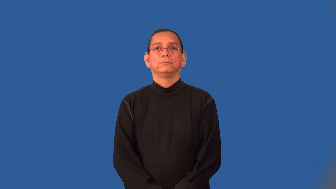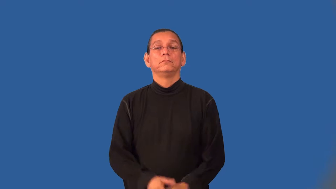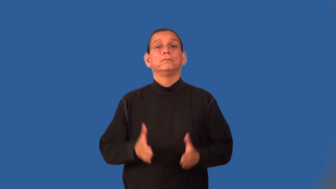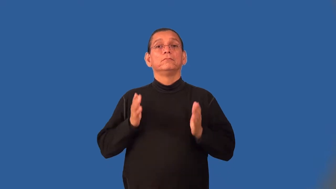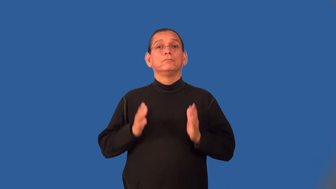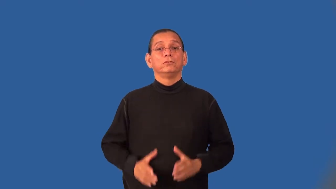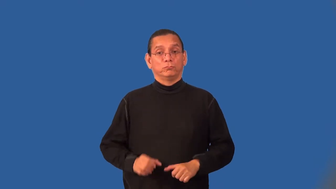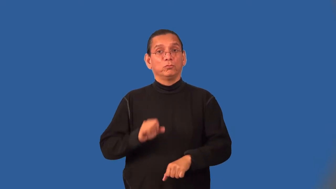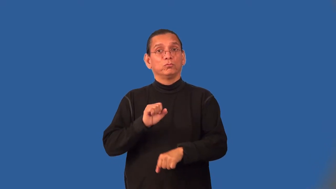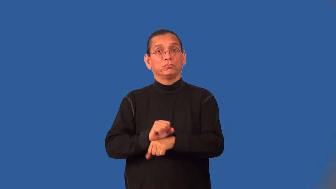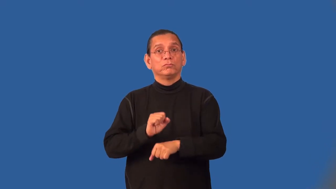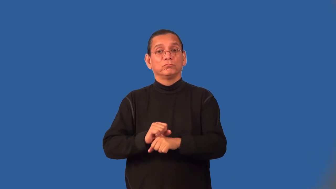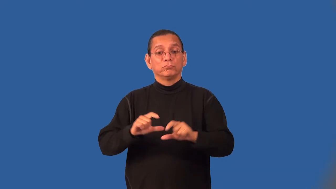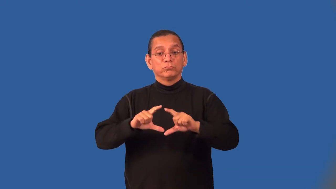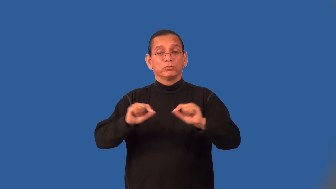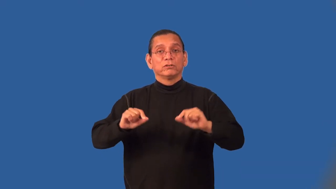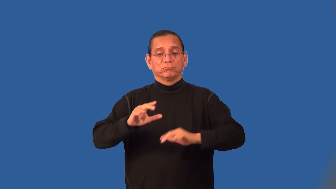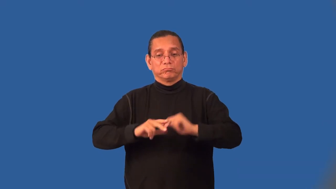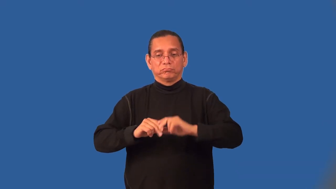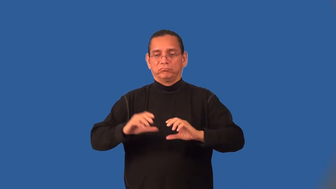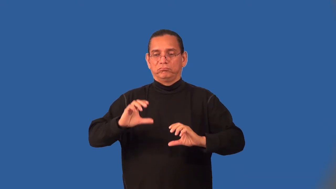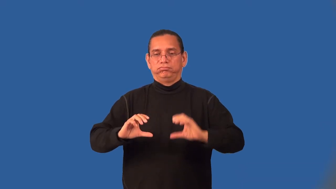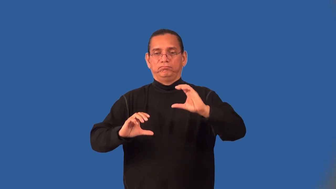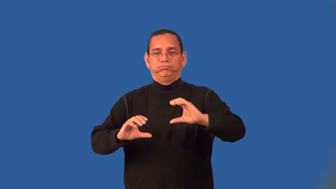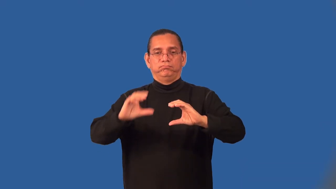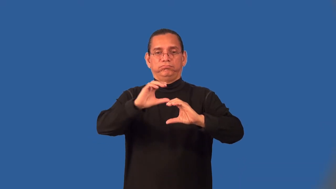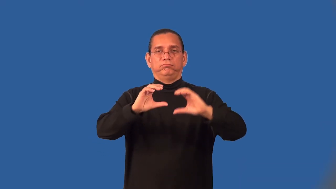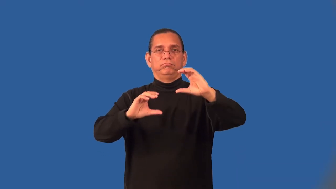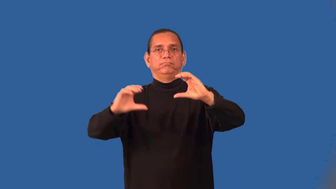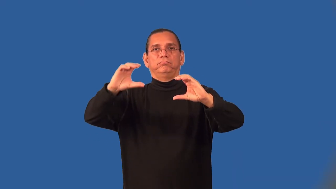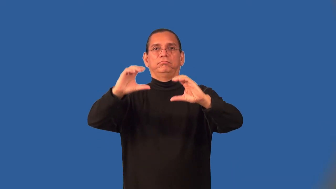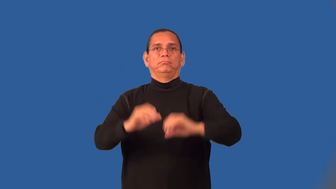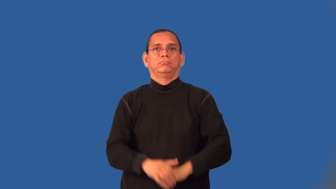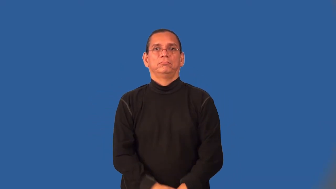bricklayer